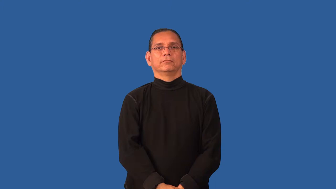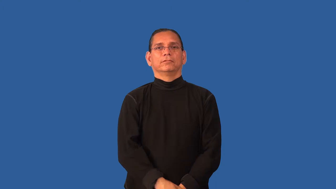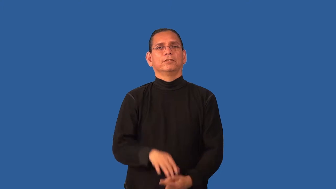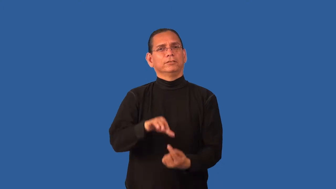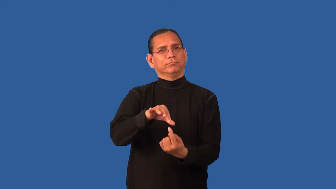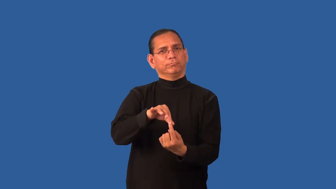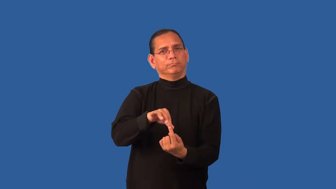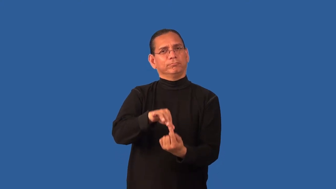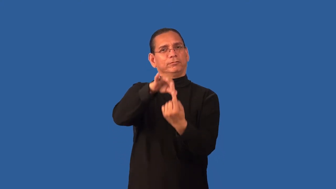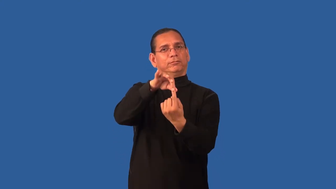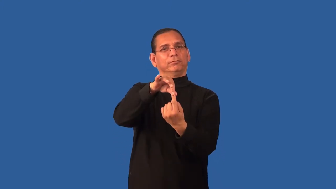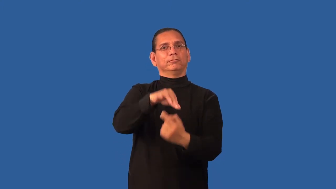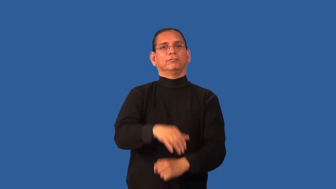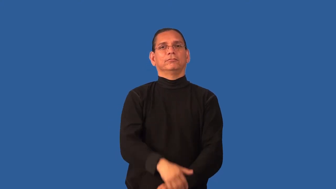inimitable